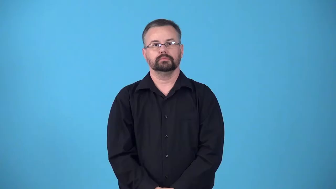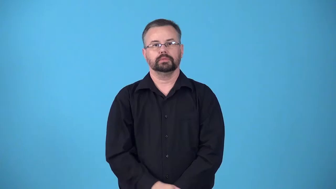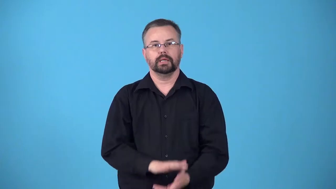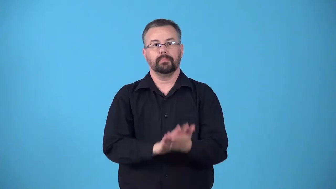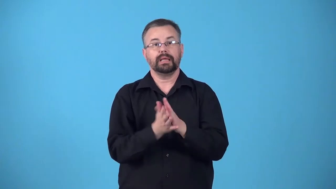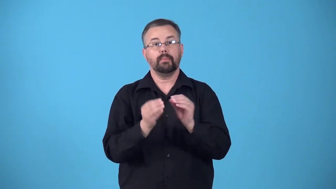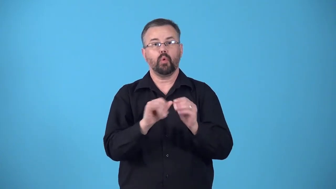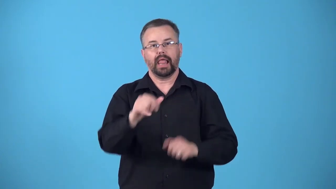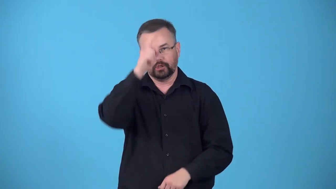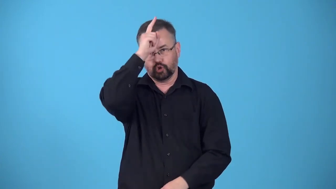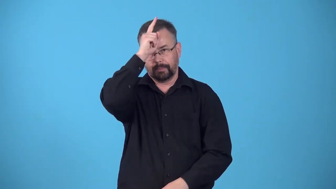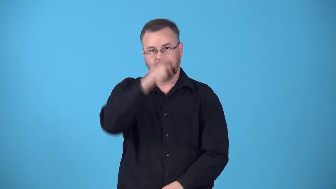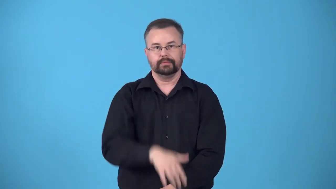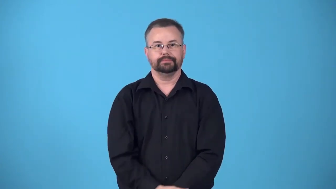germanize